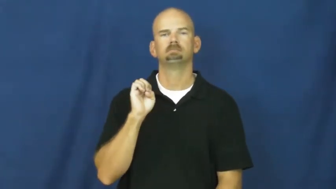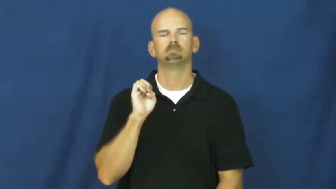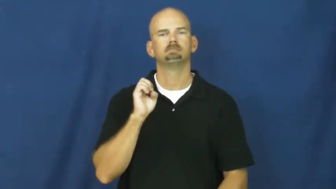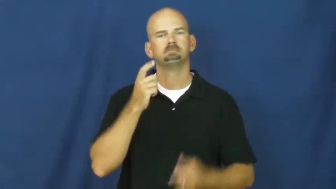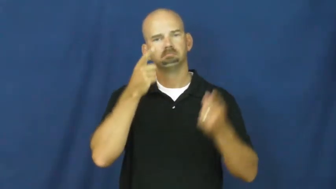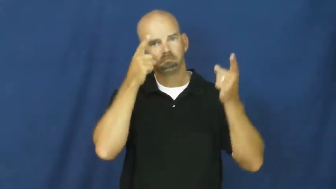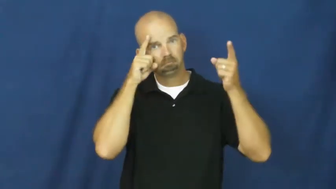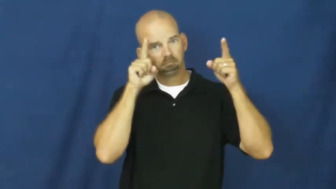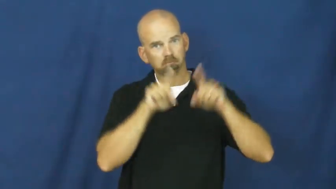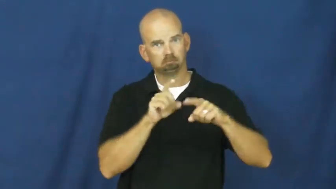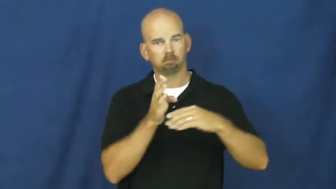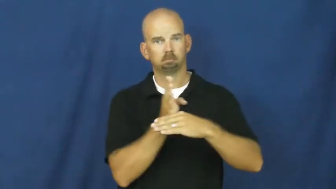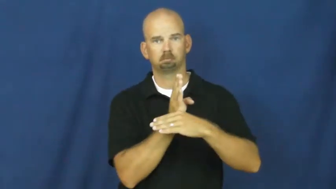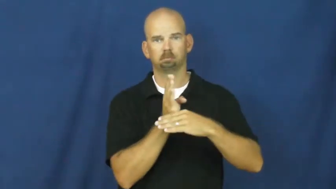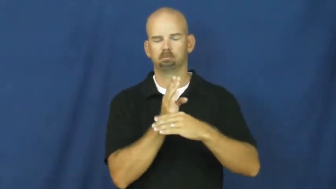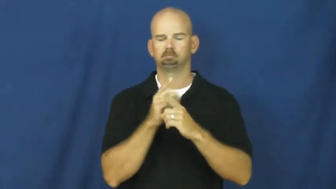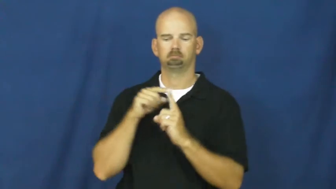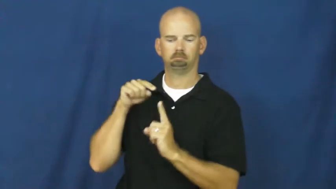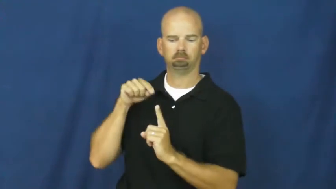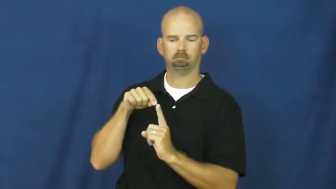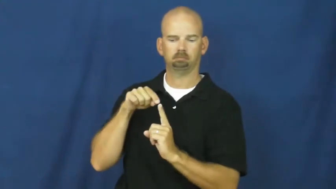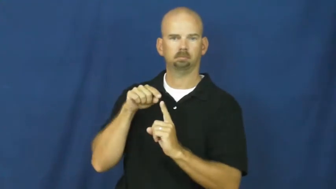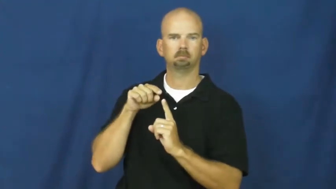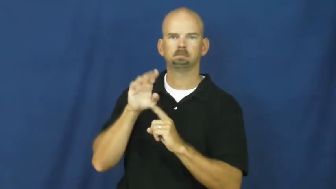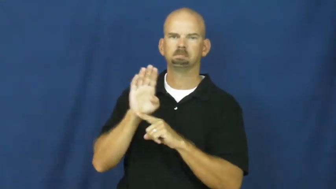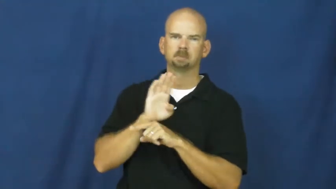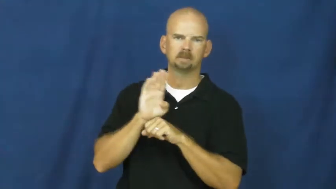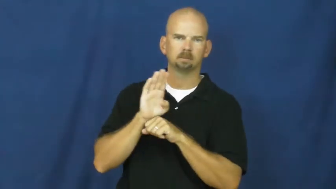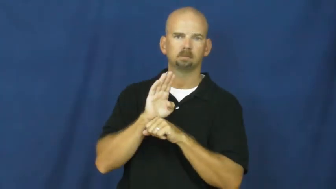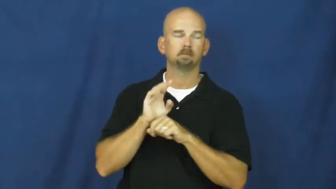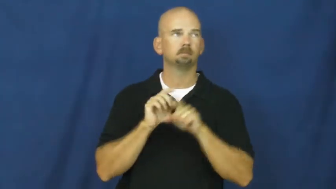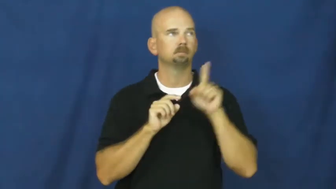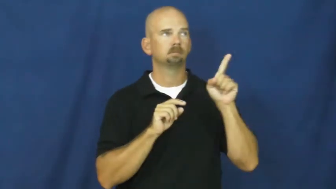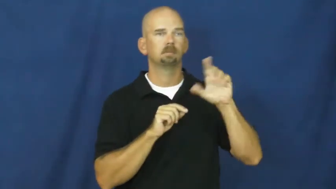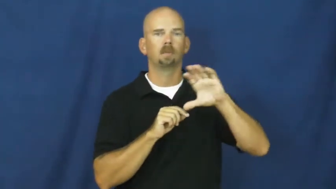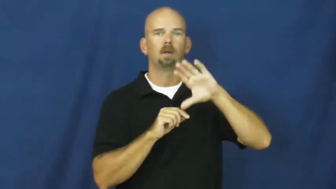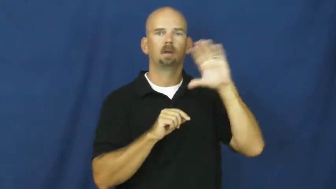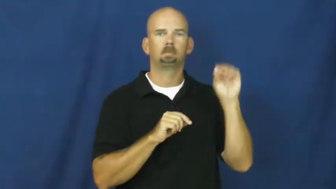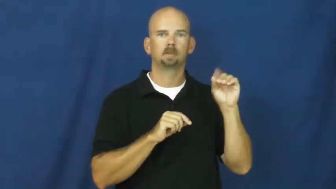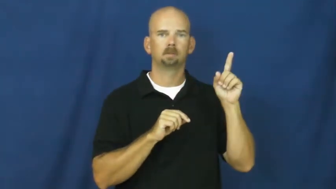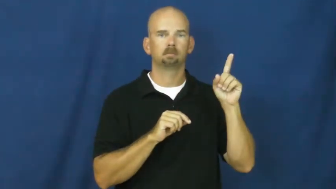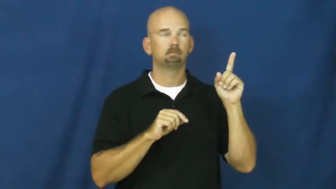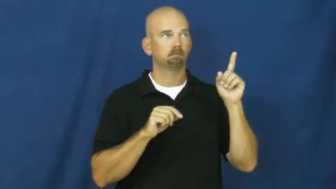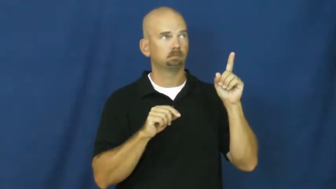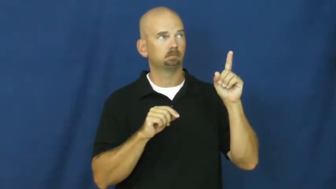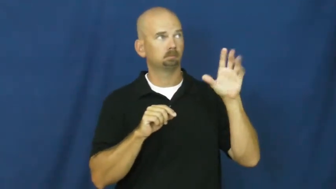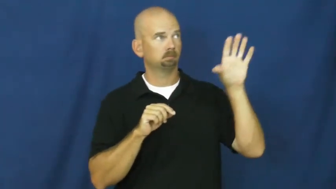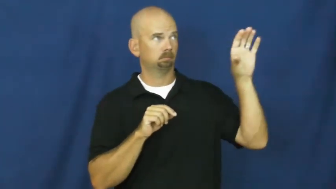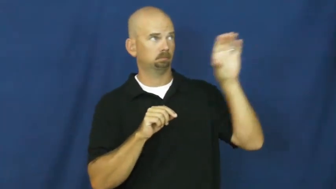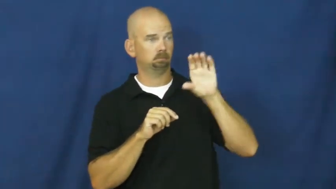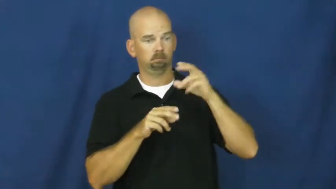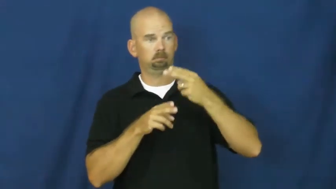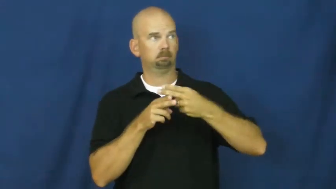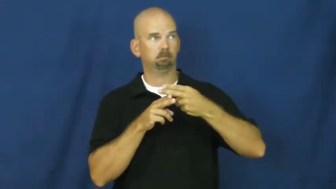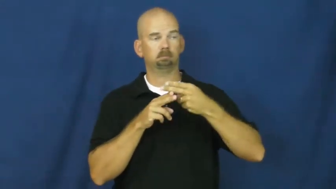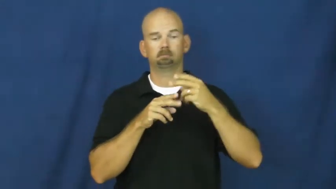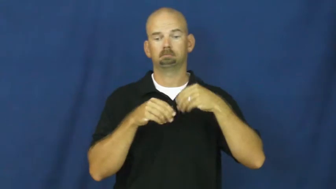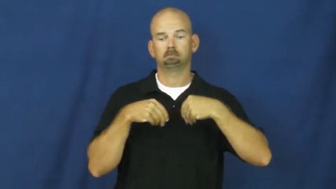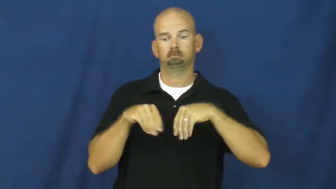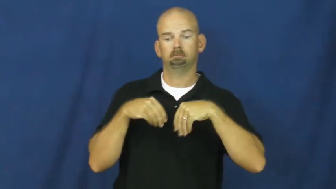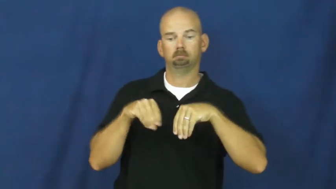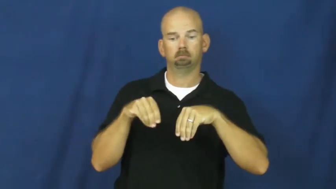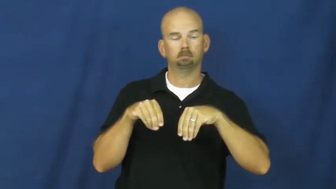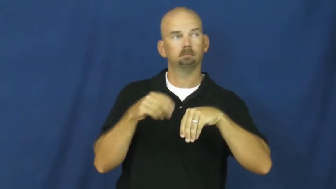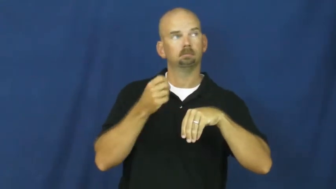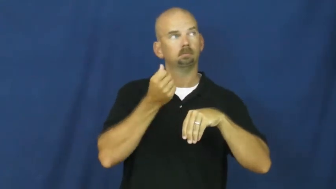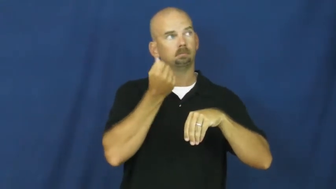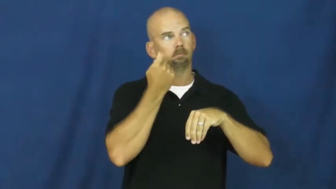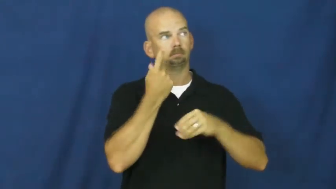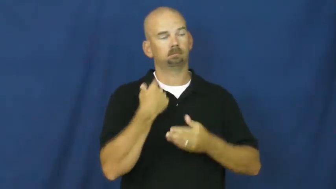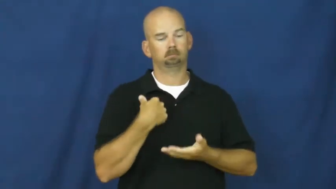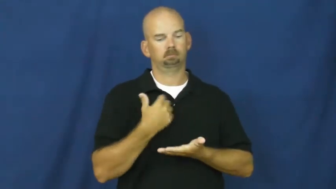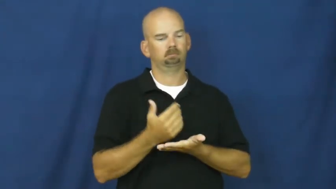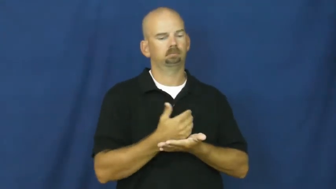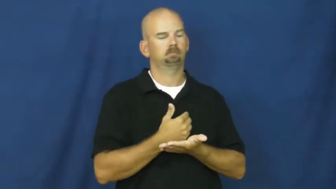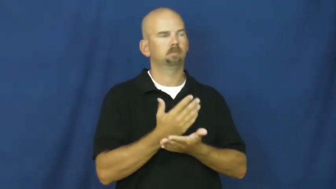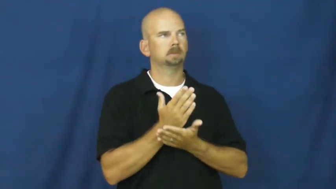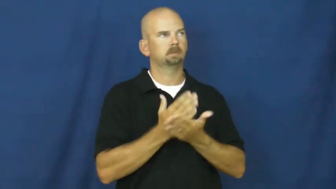franchise